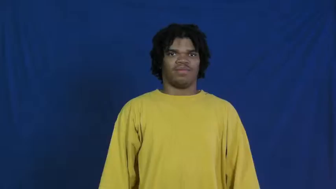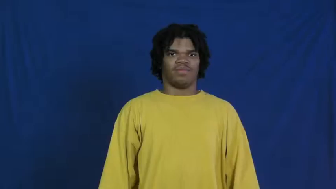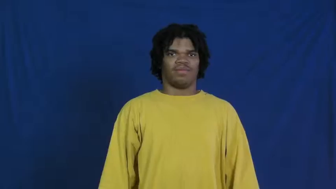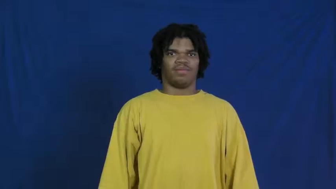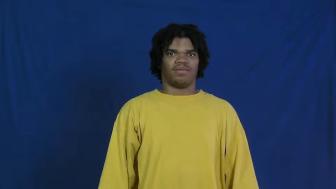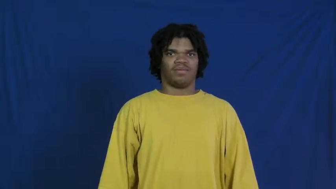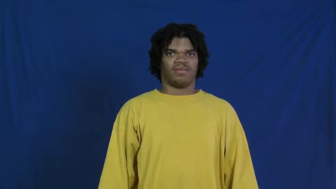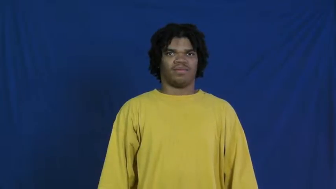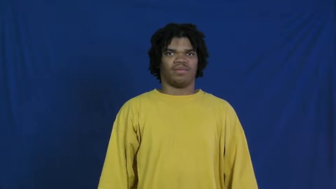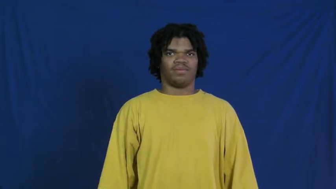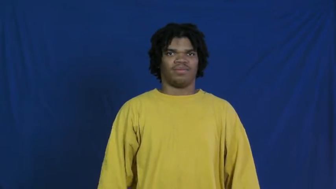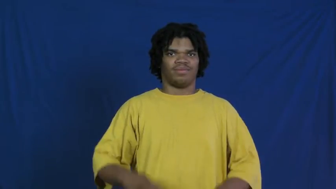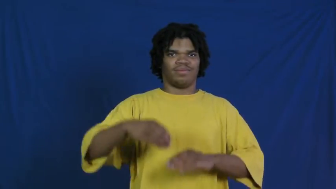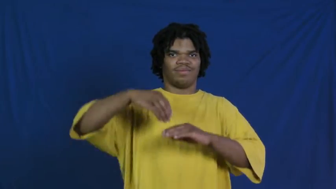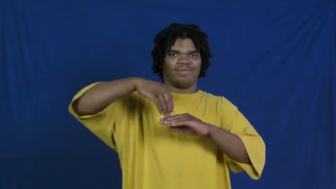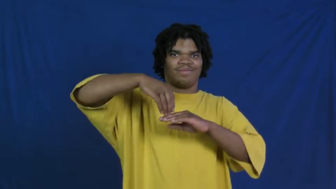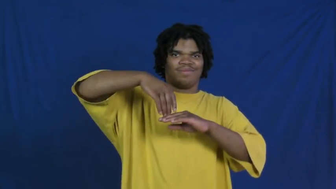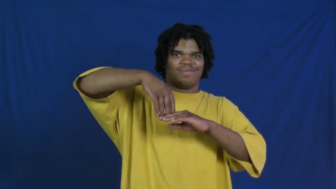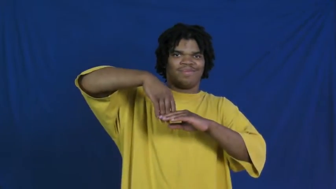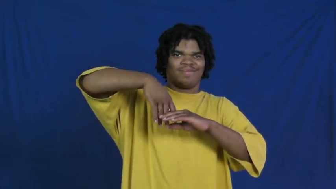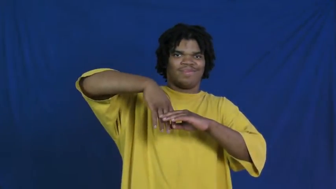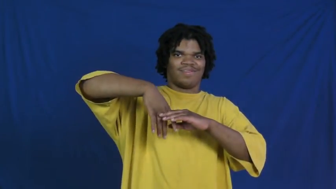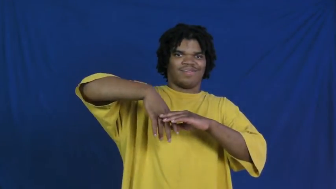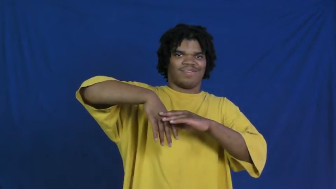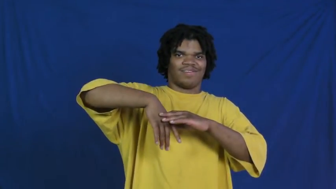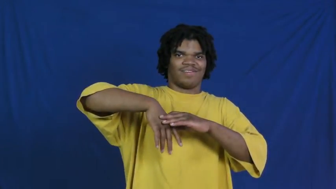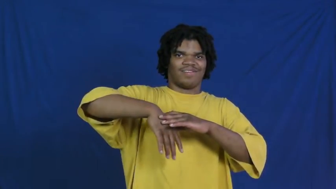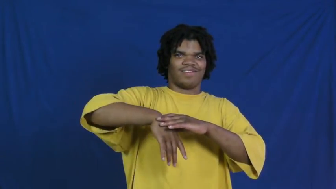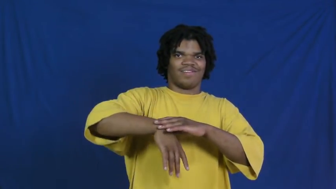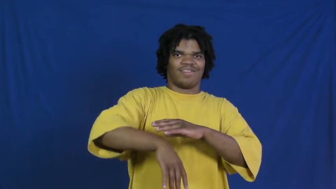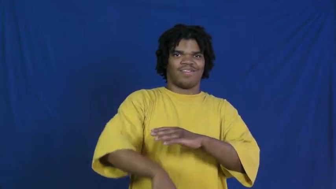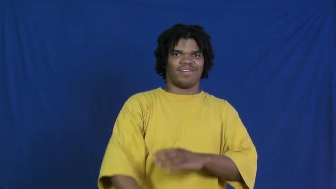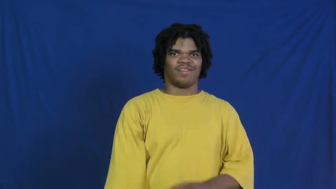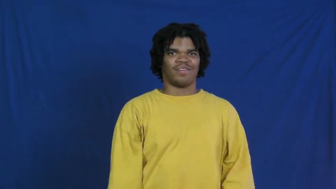permeate,leak in,seep in